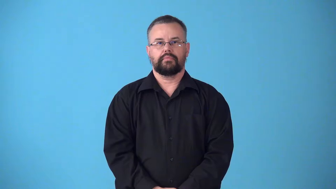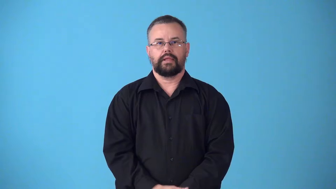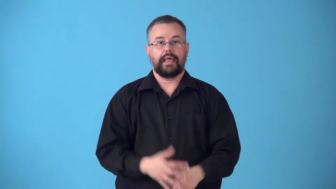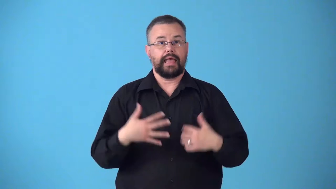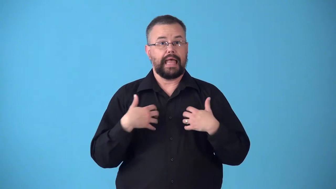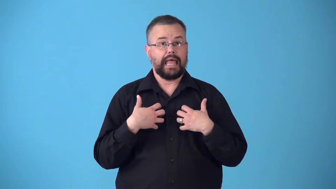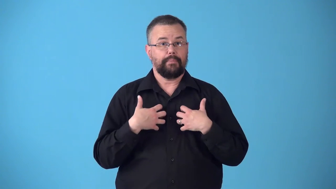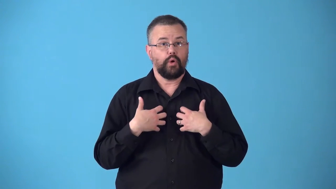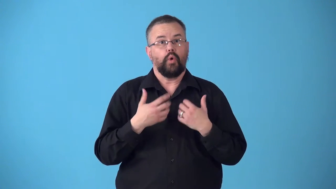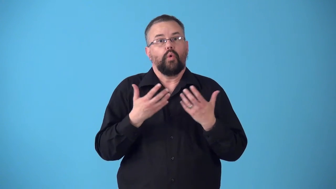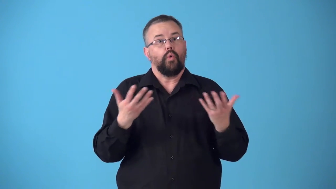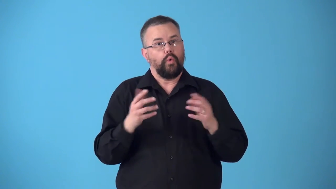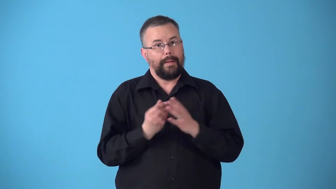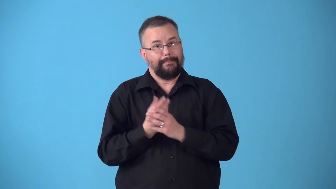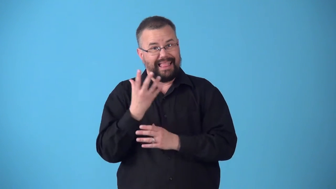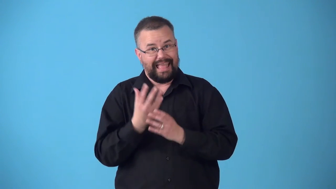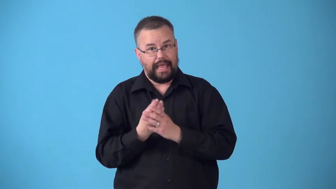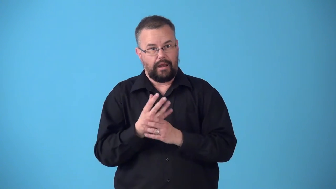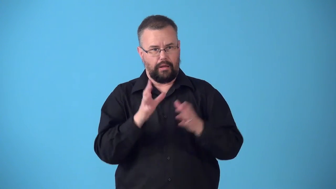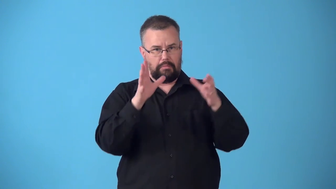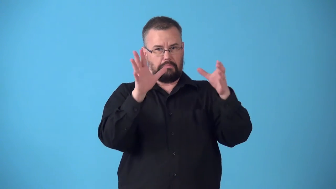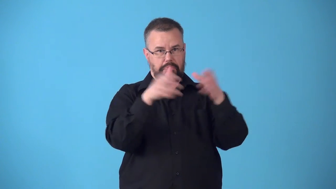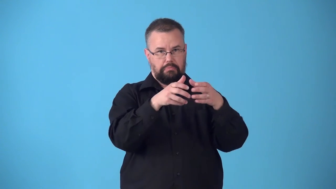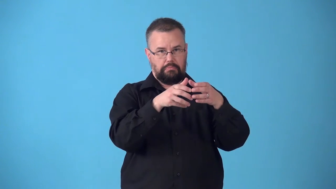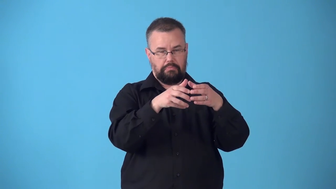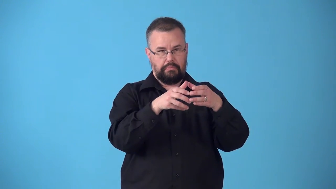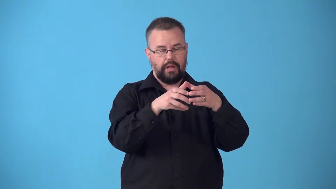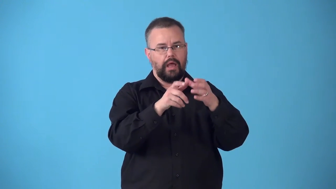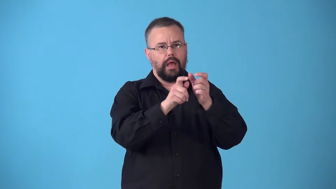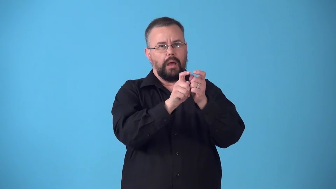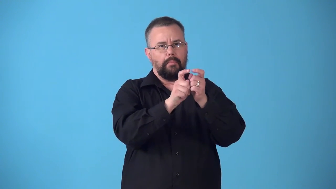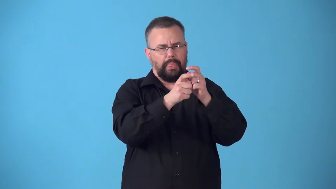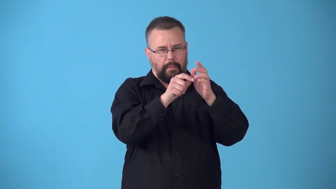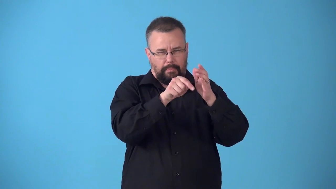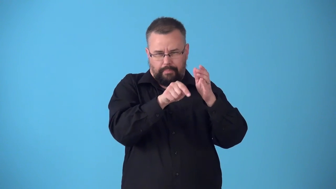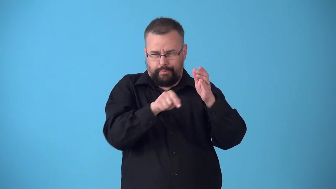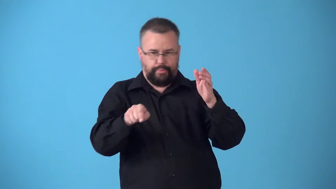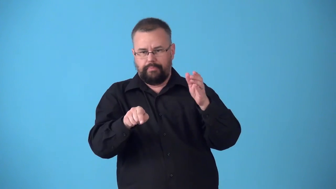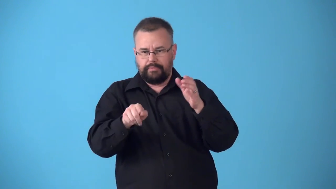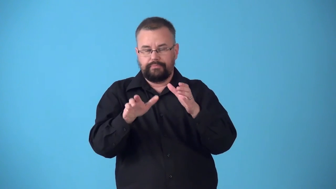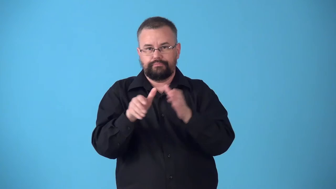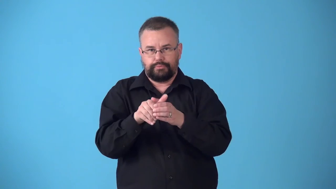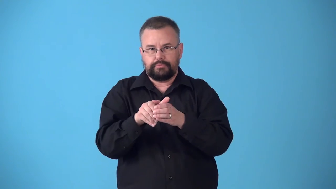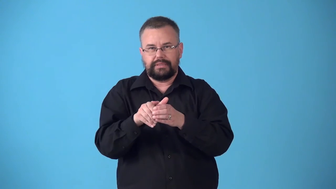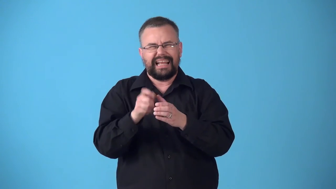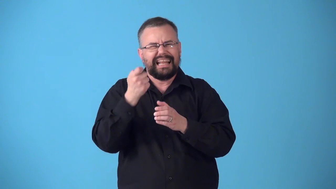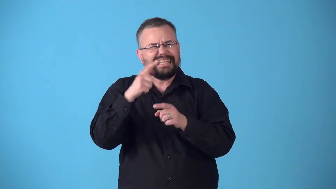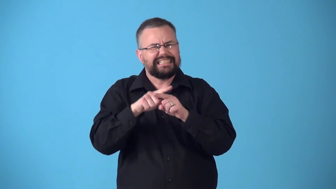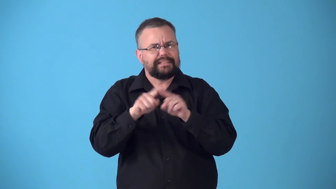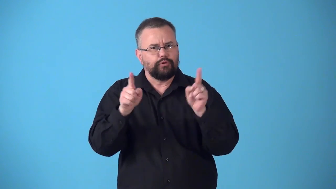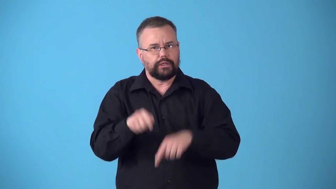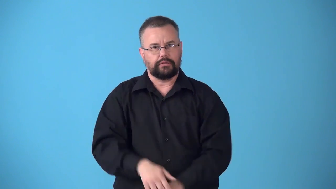subspecies